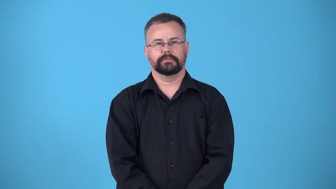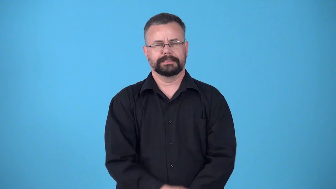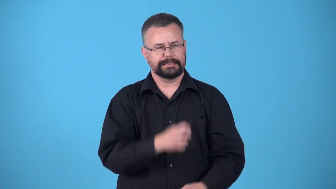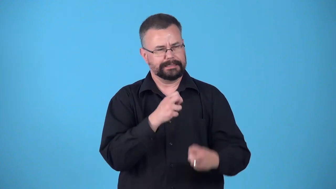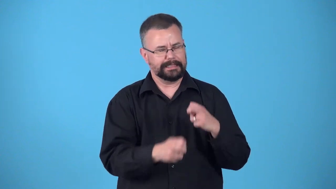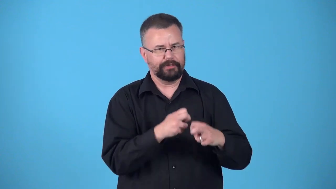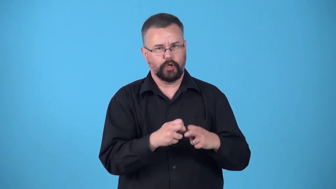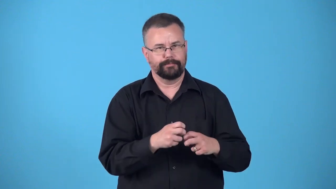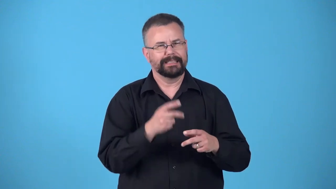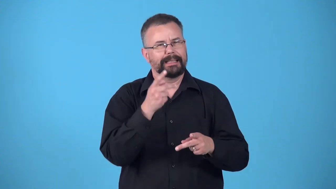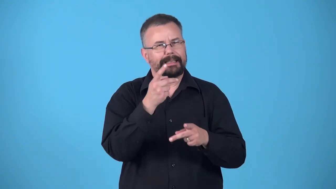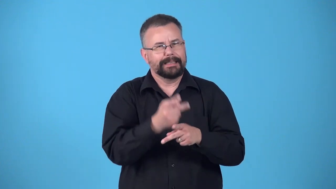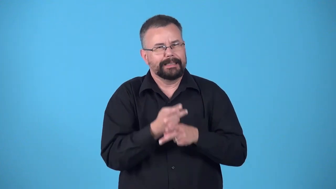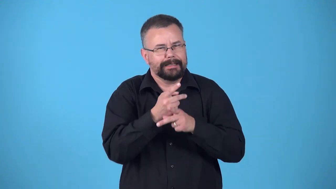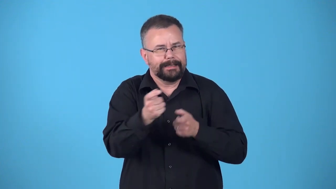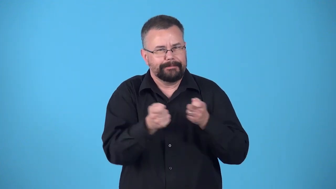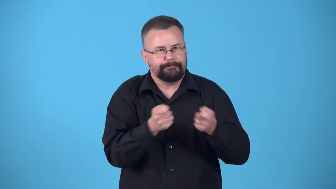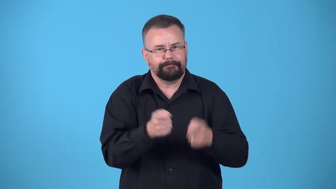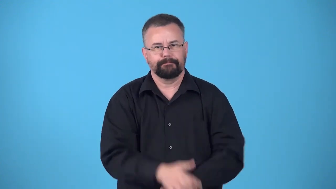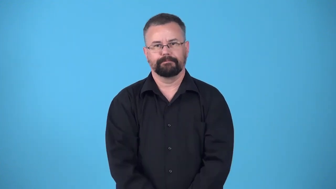delicate careful way